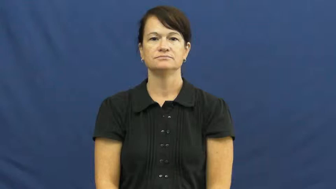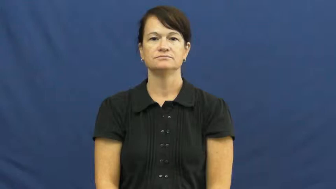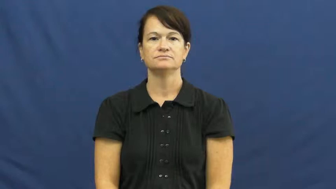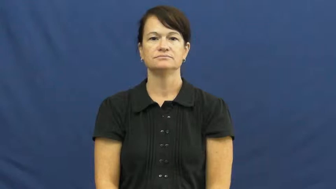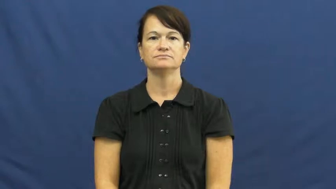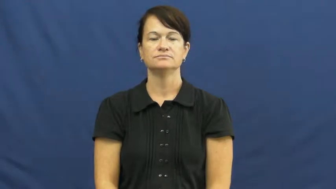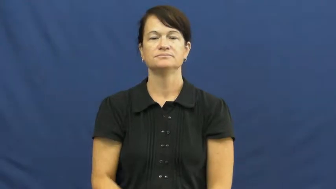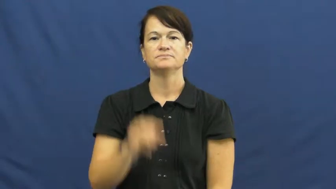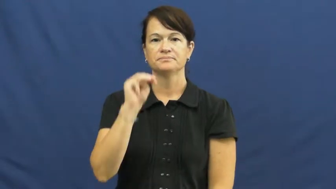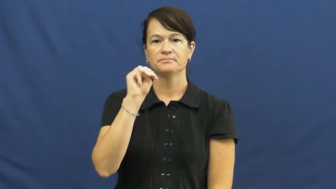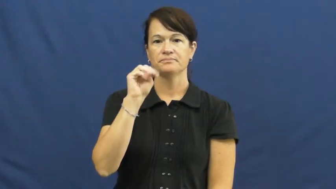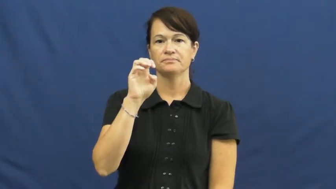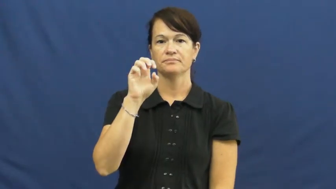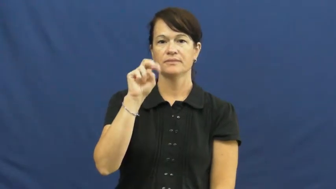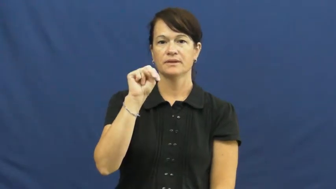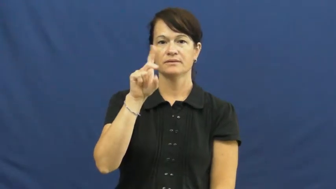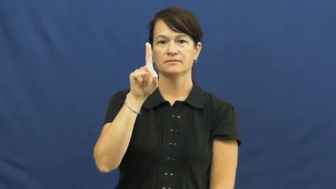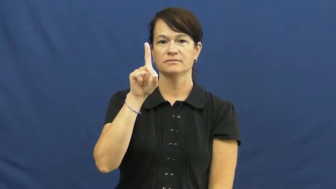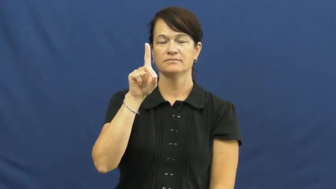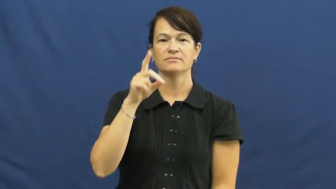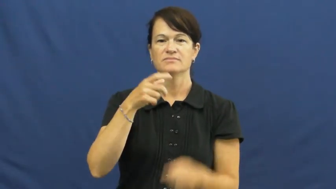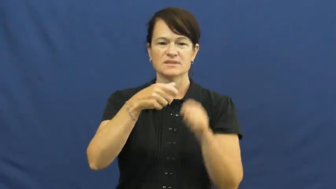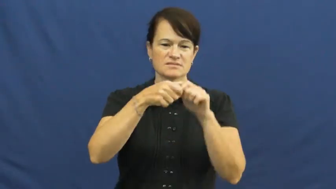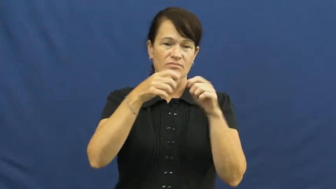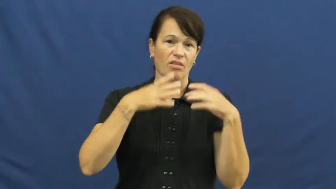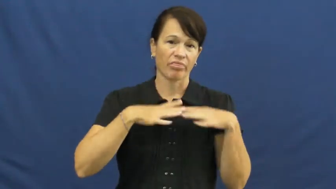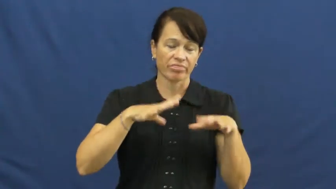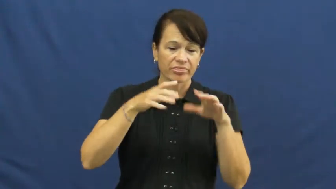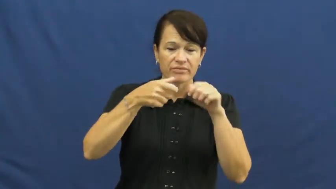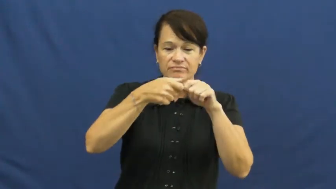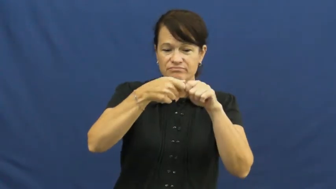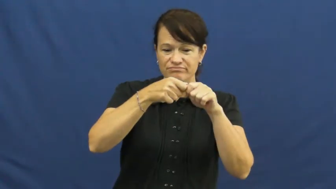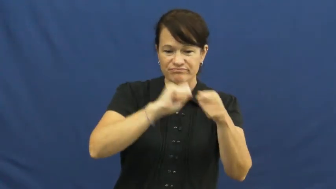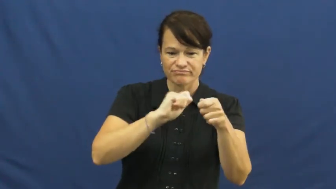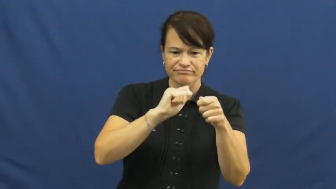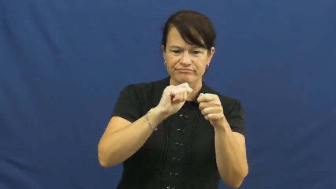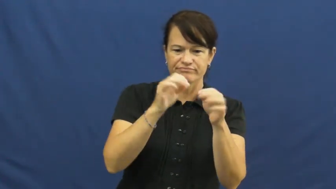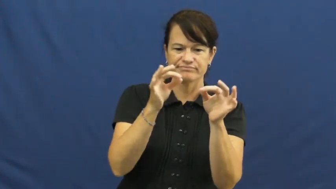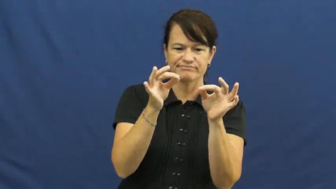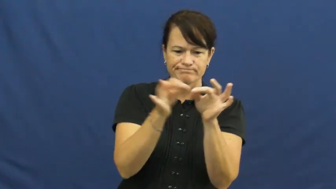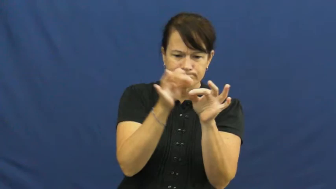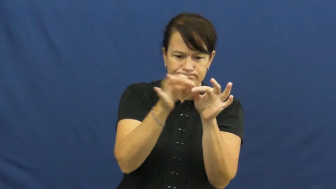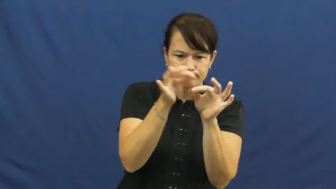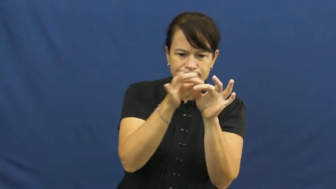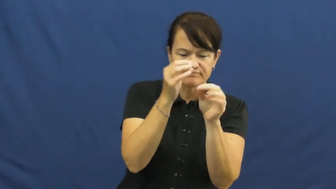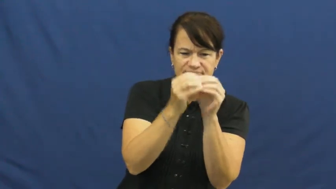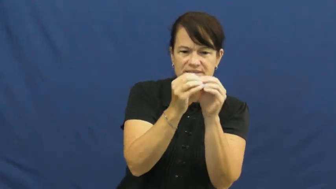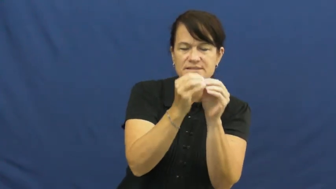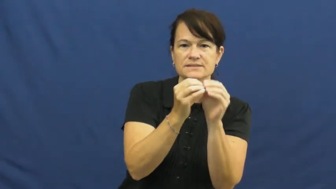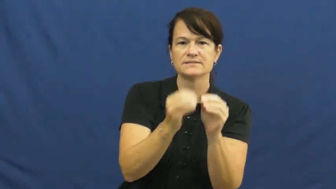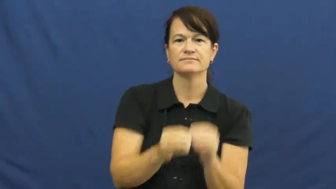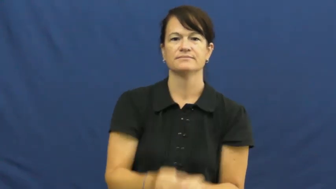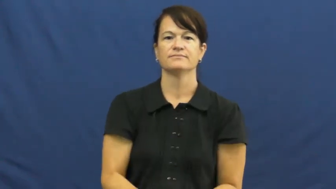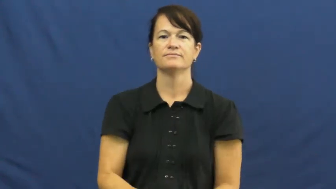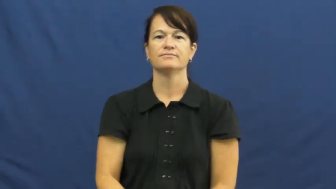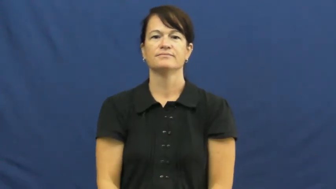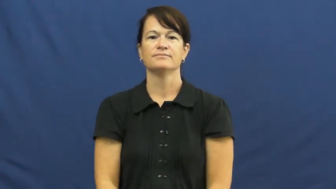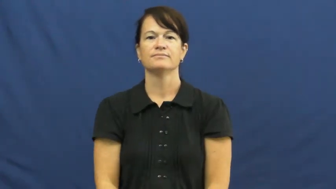mend